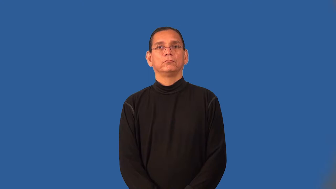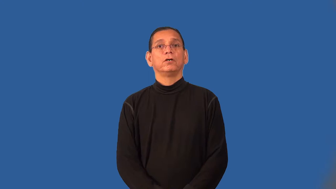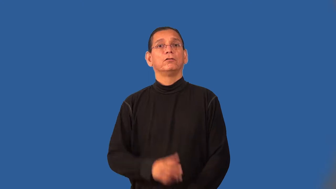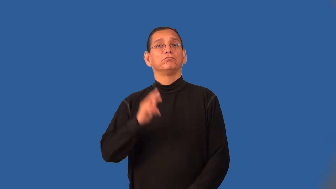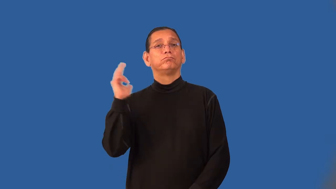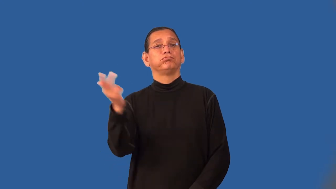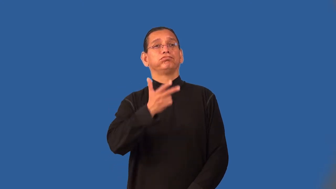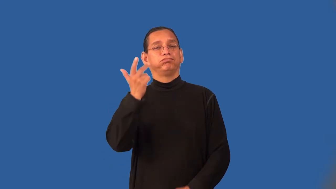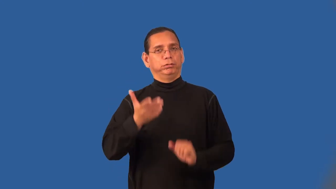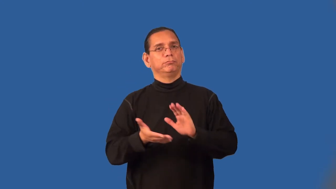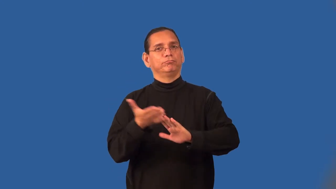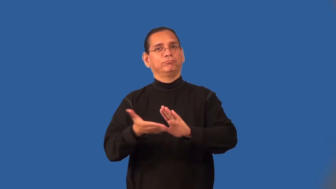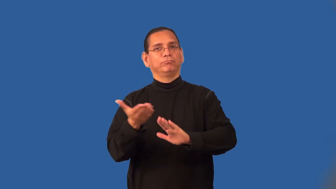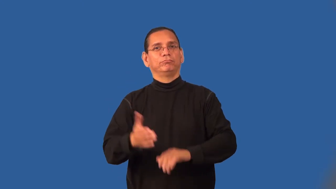run-bus